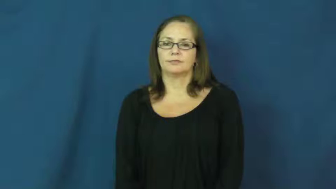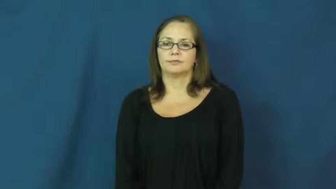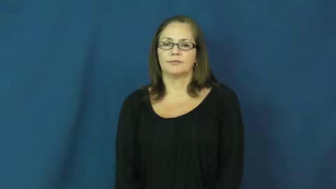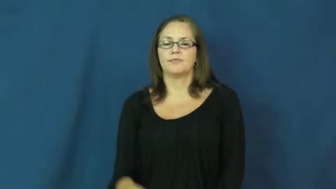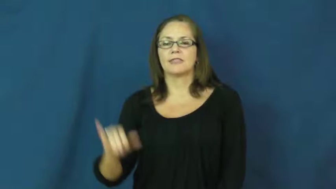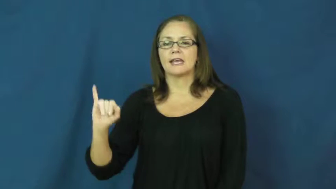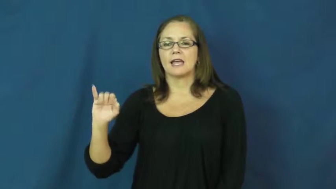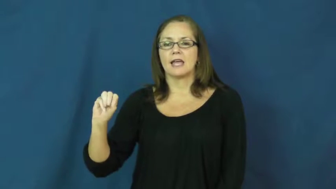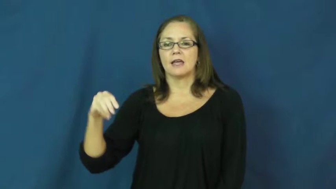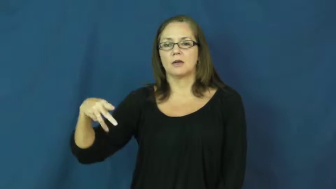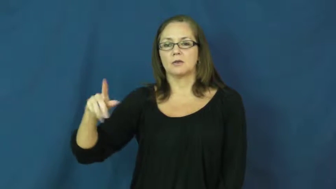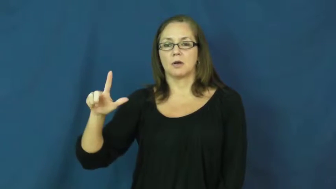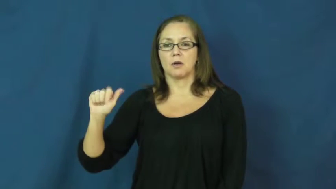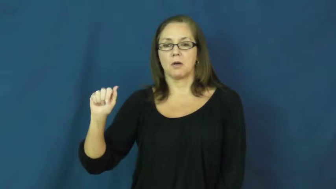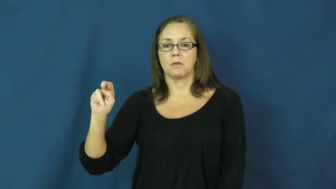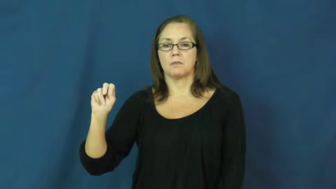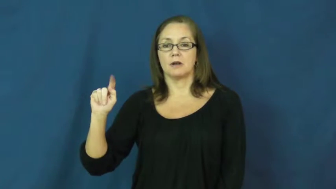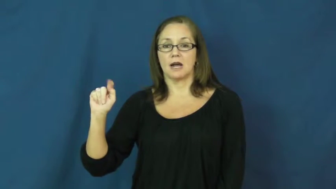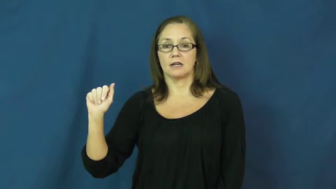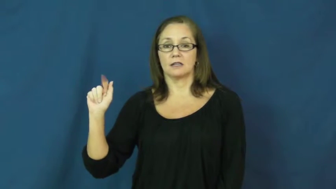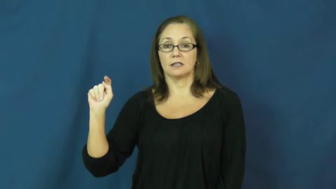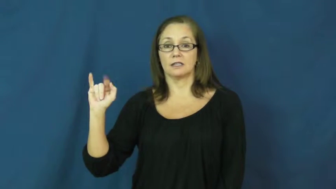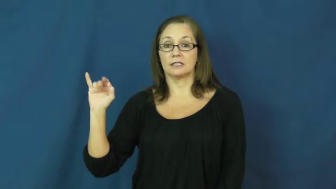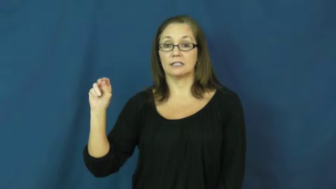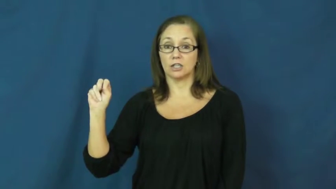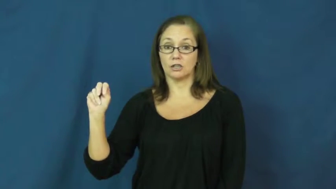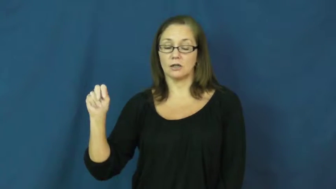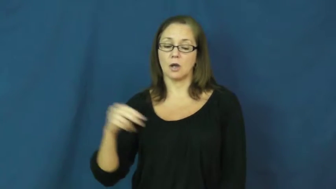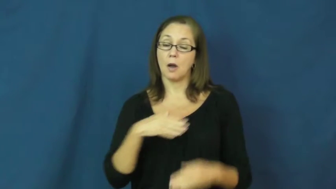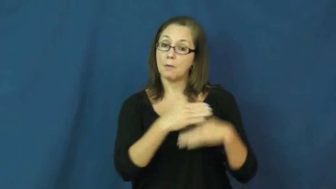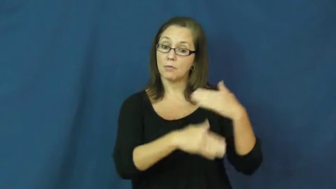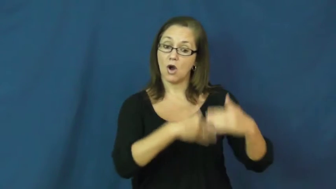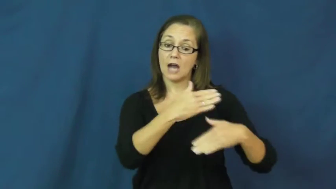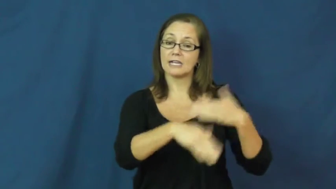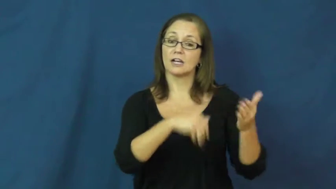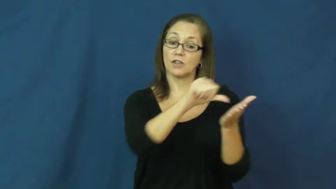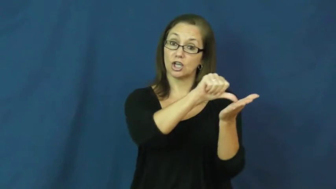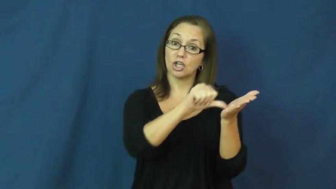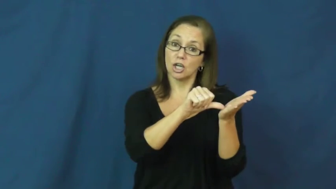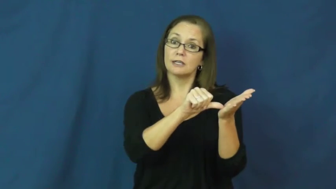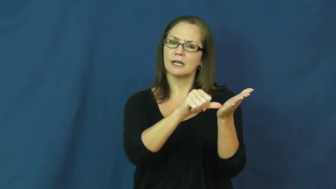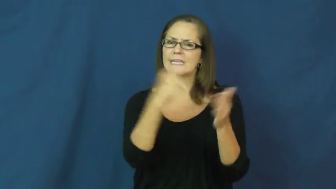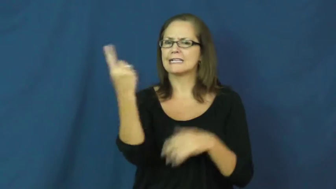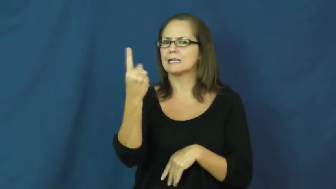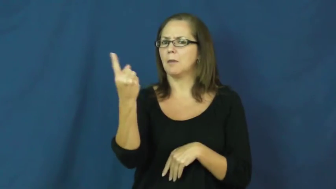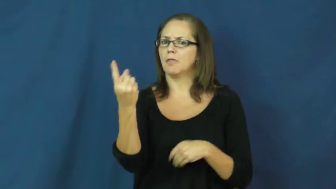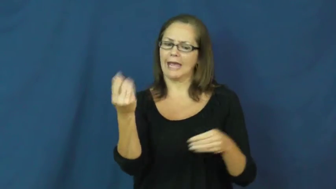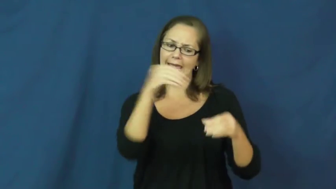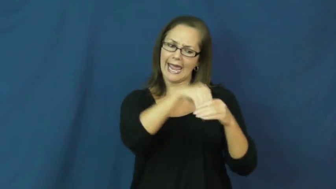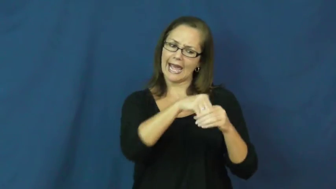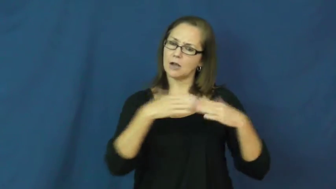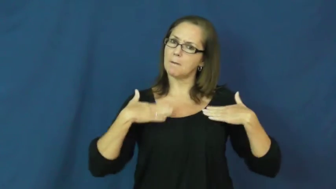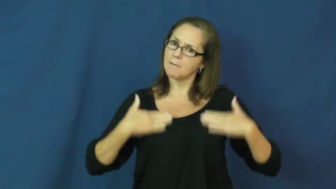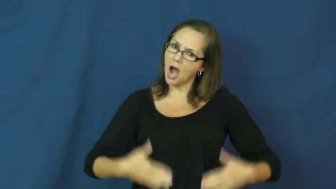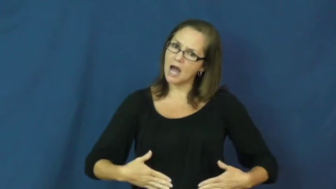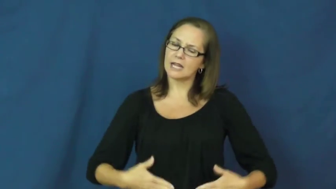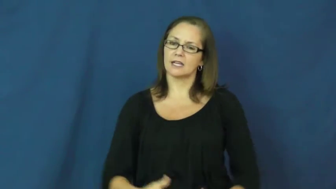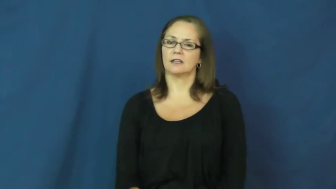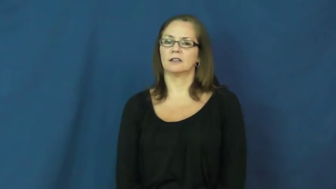implantation